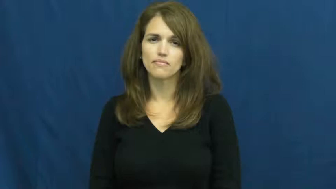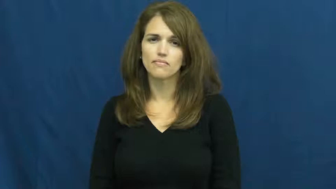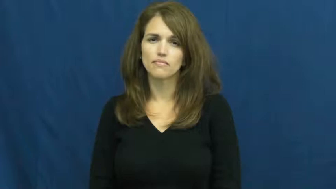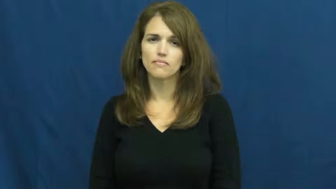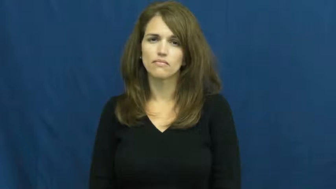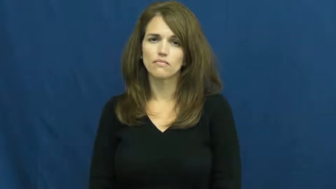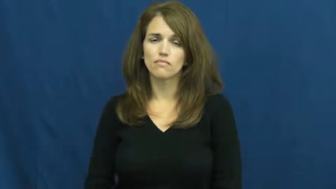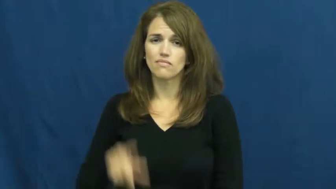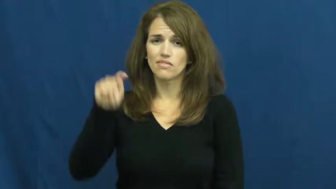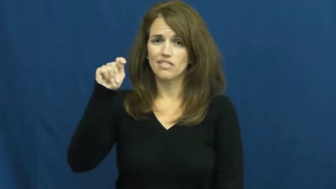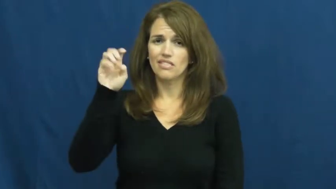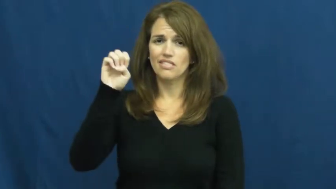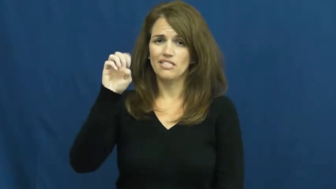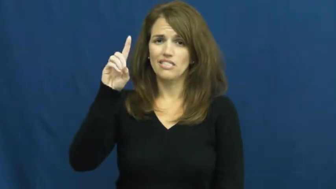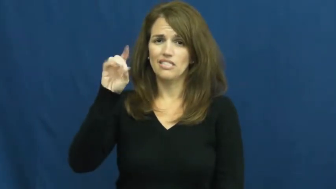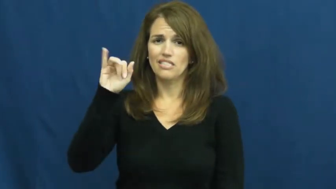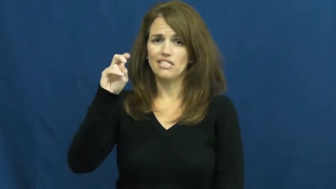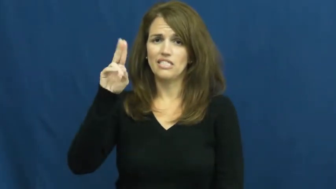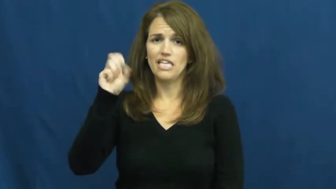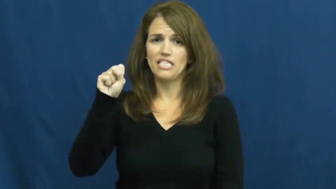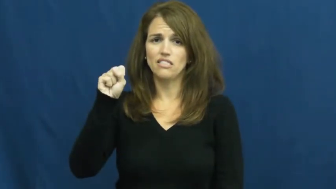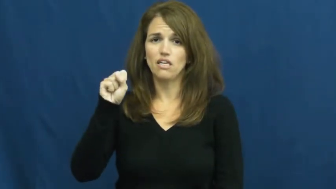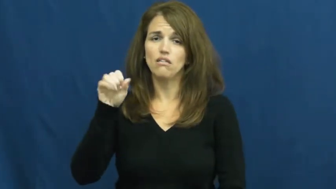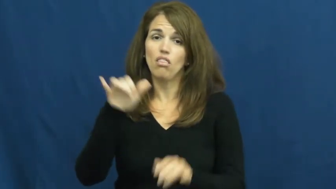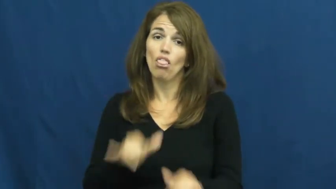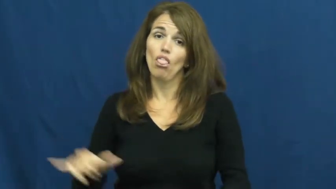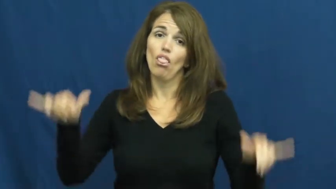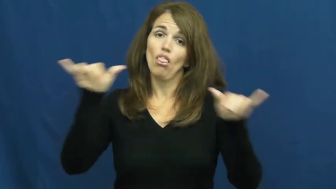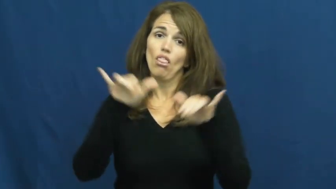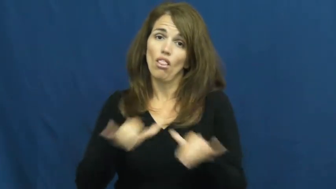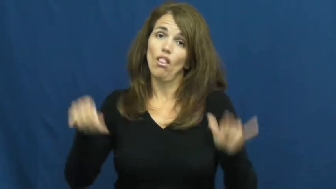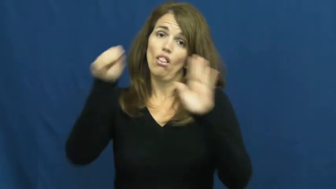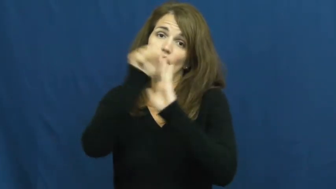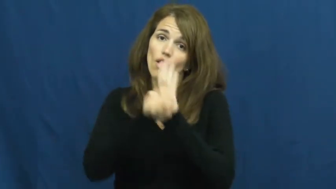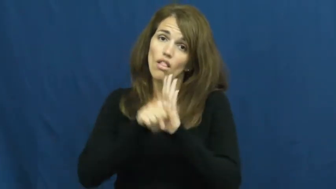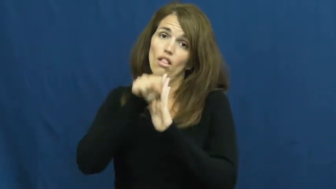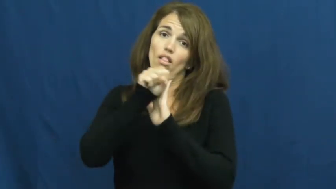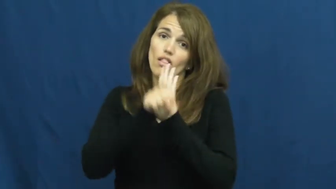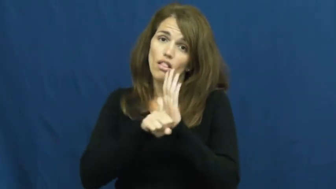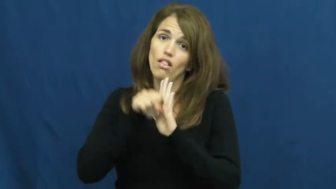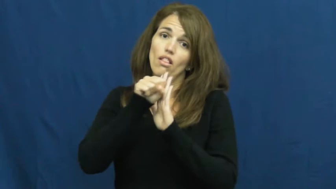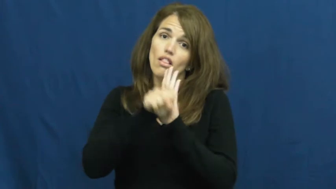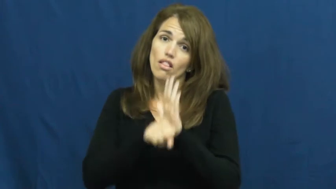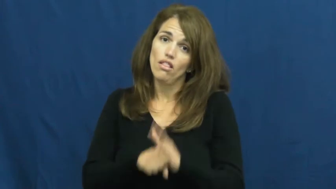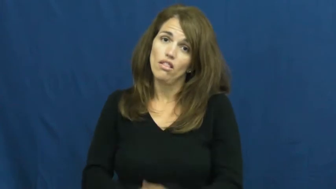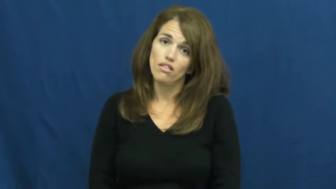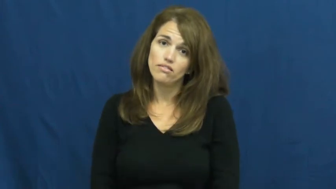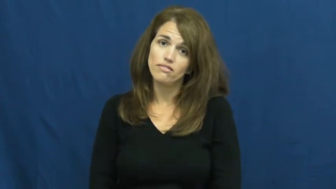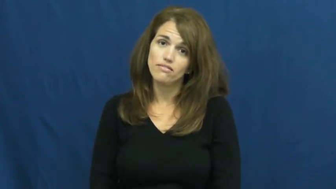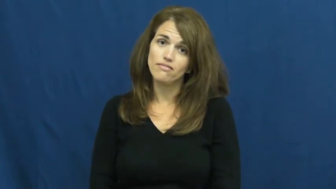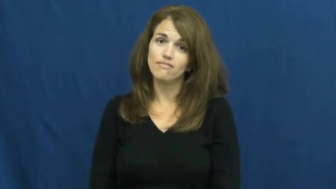tedious